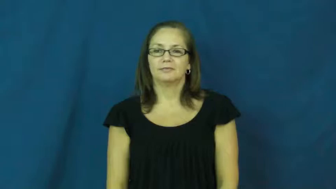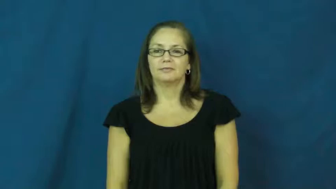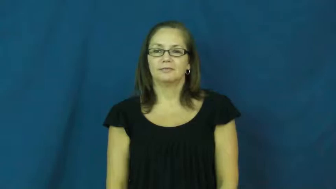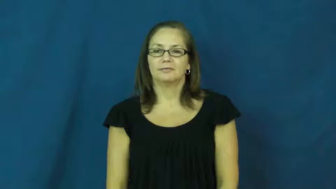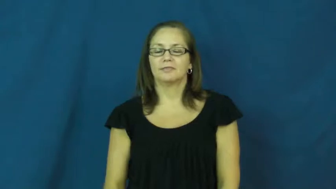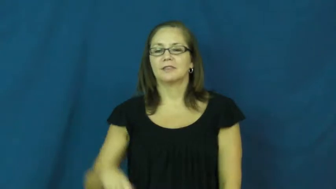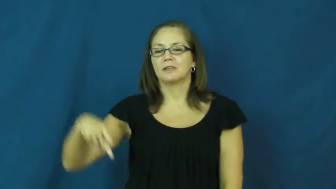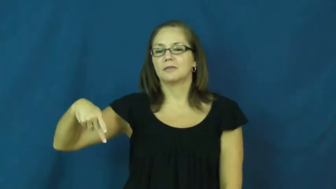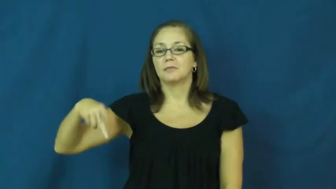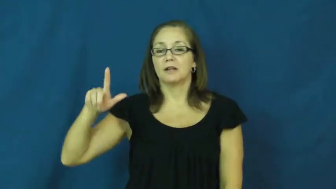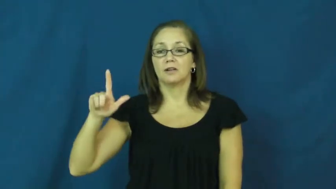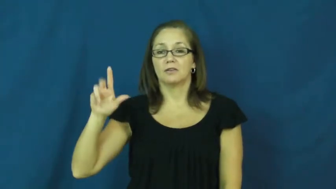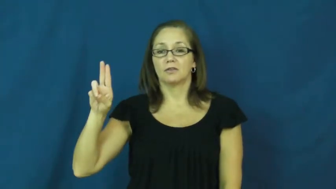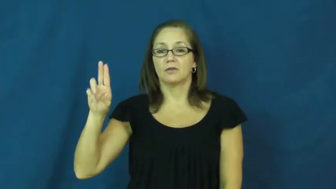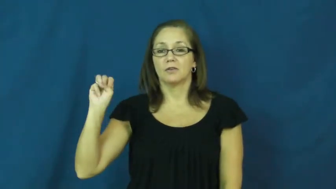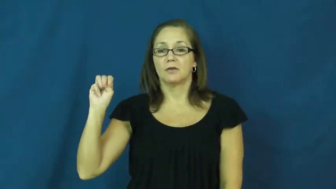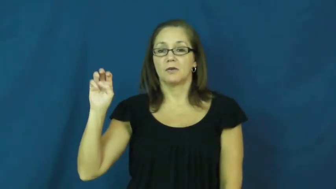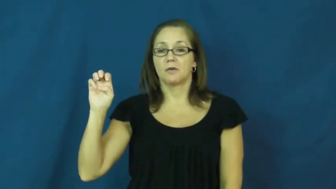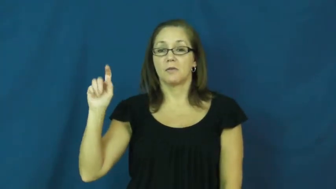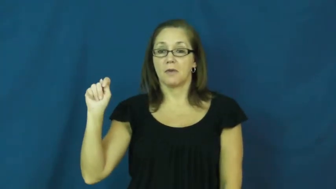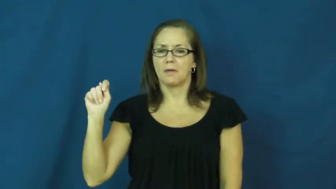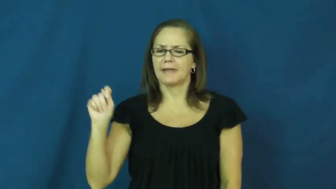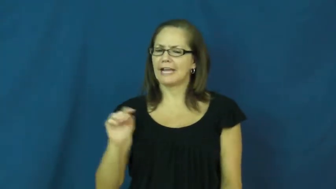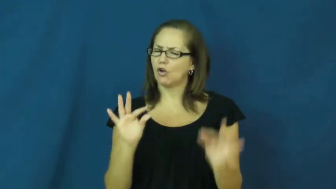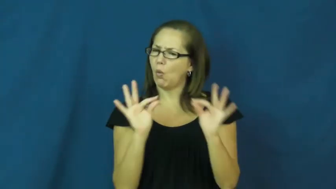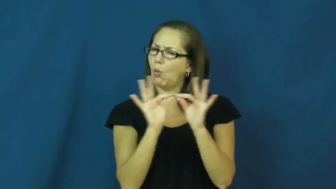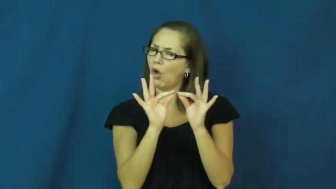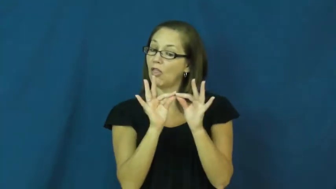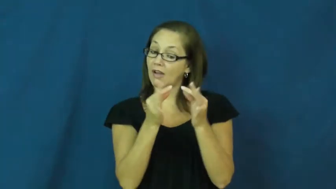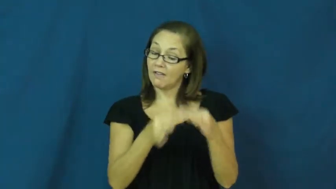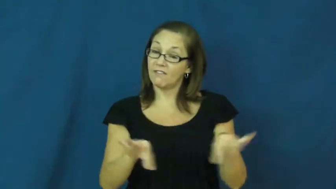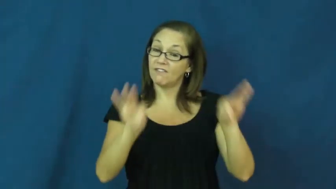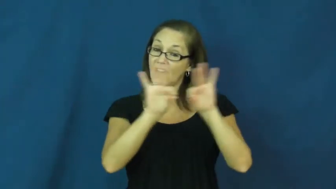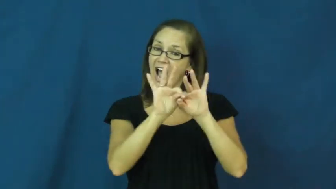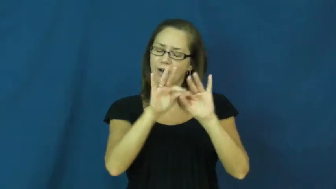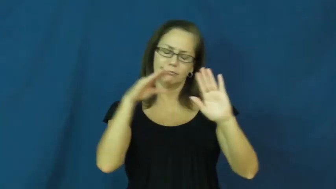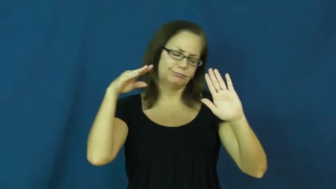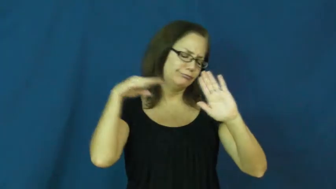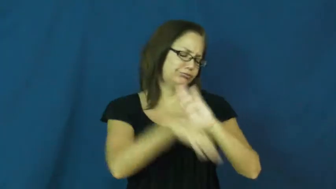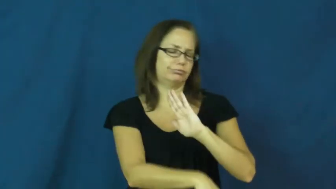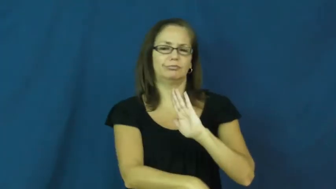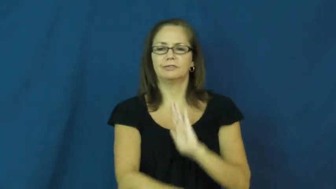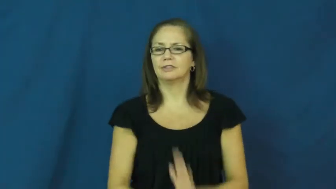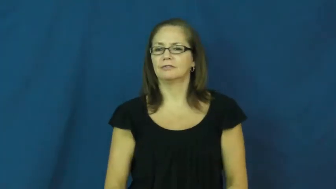plummet-value